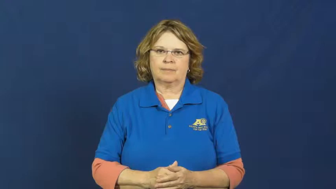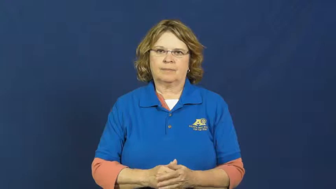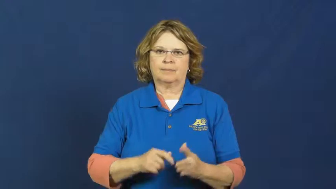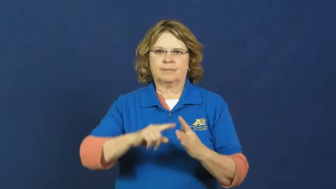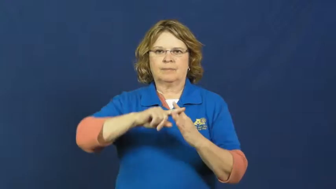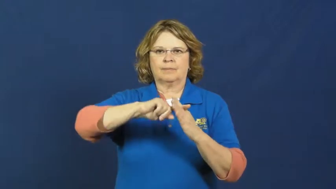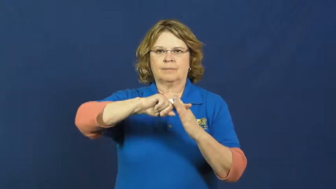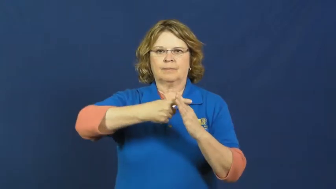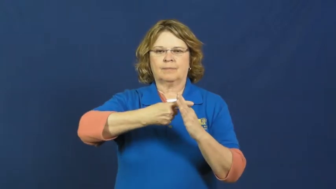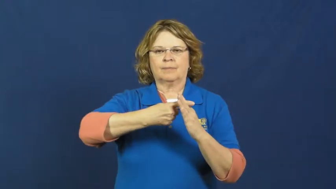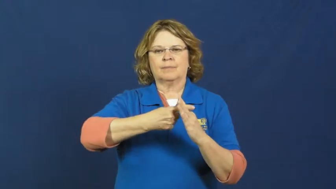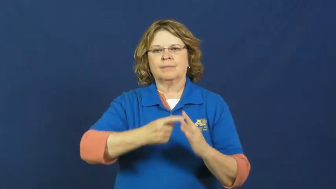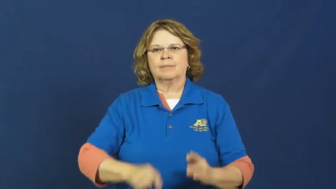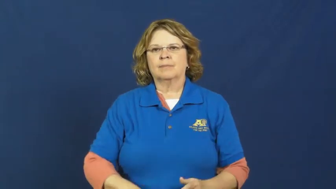set about-start